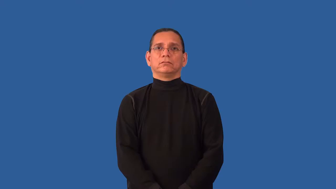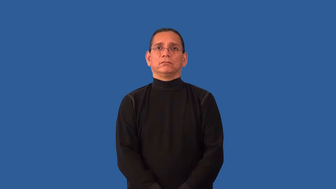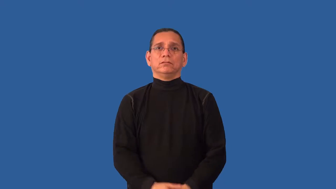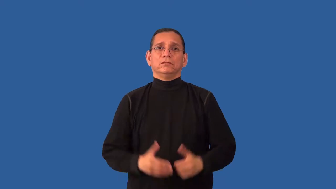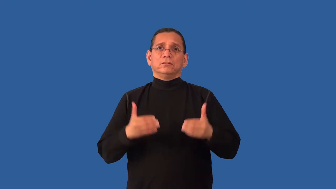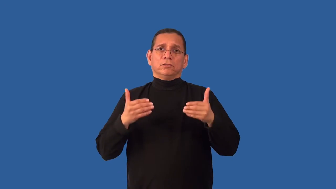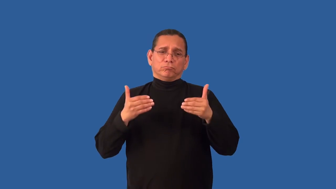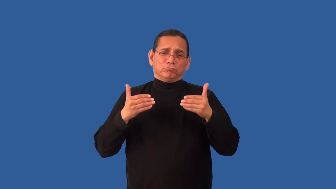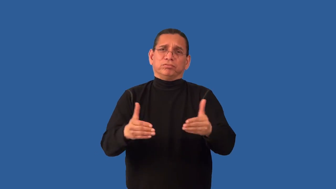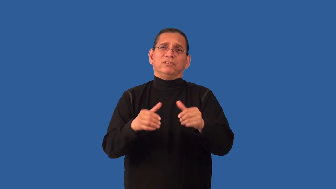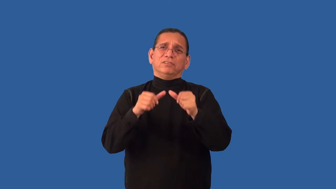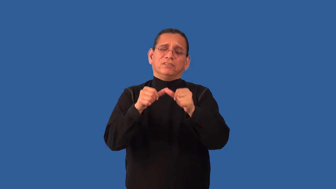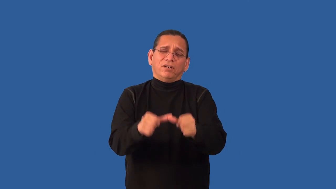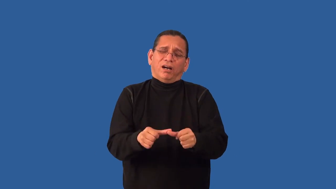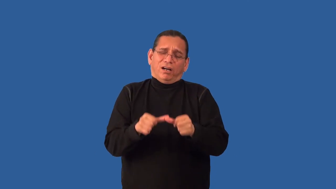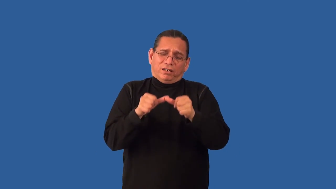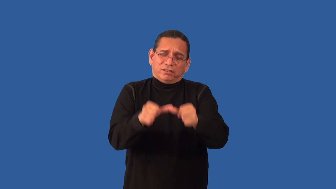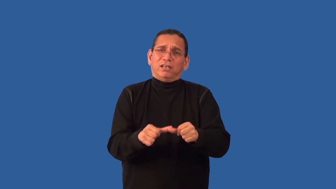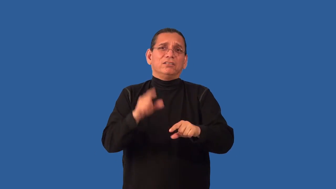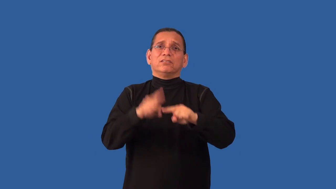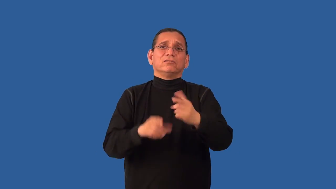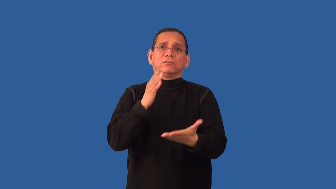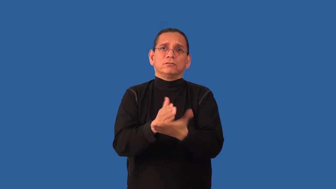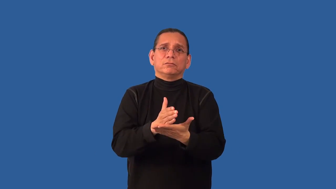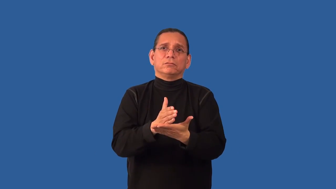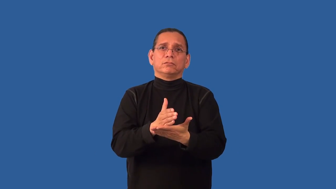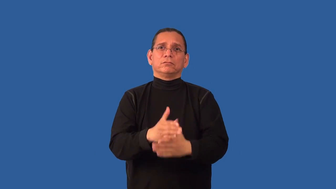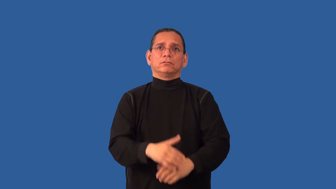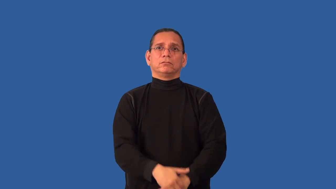binge,overindulge